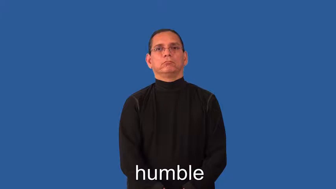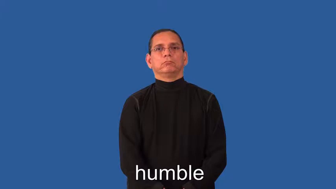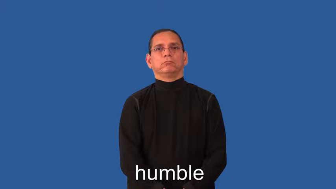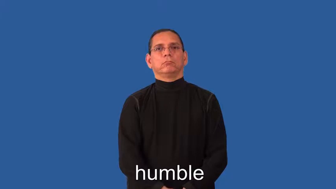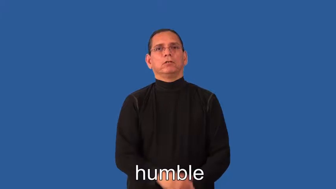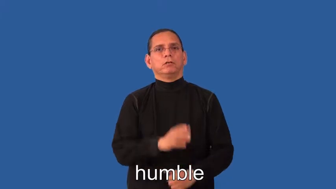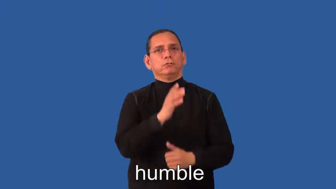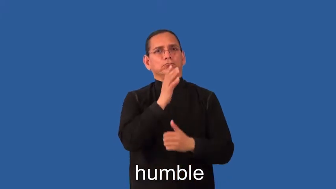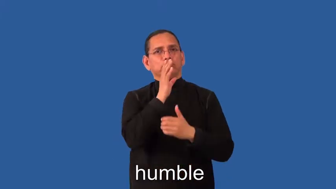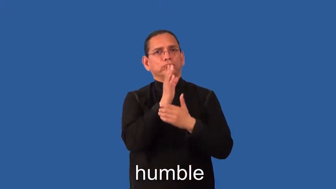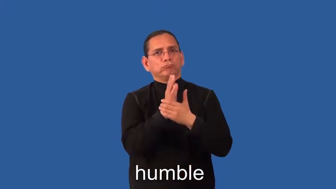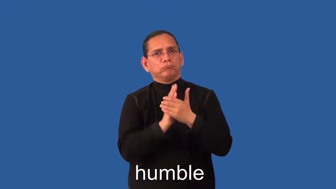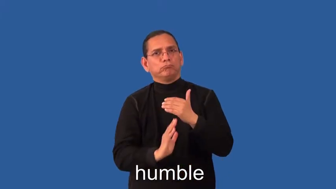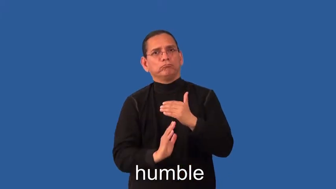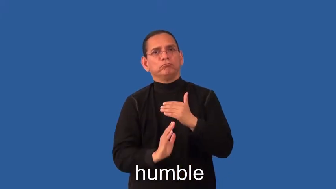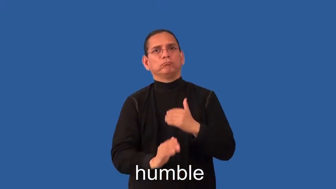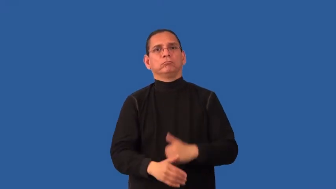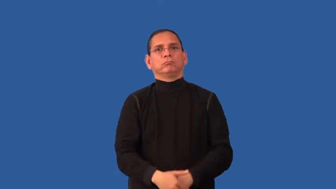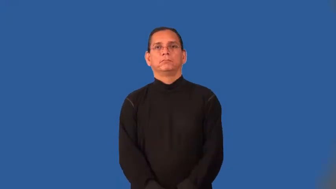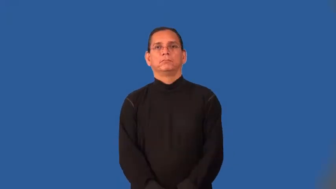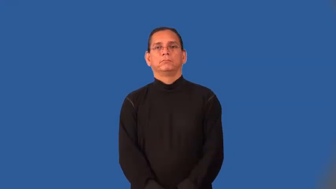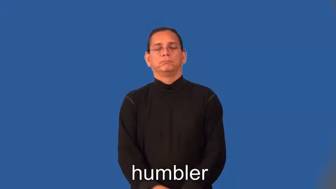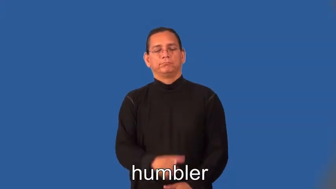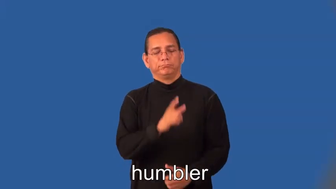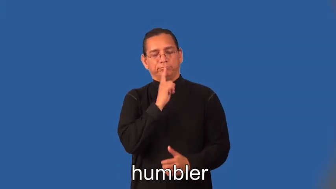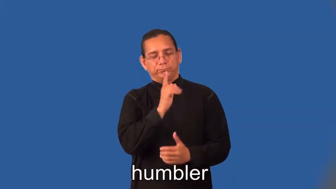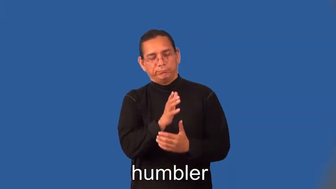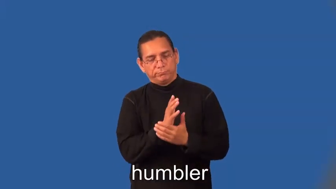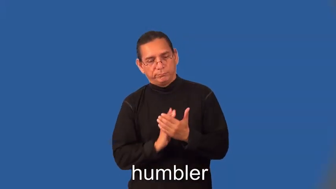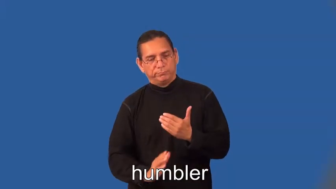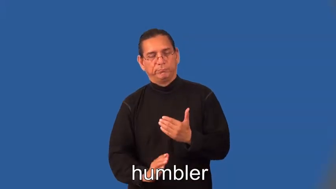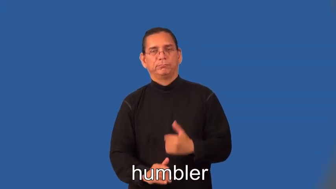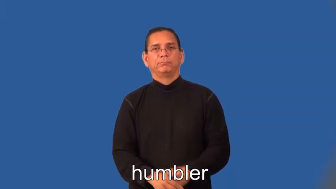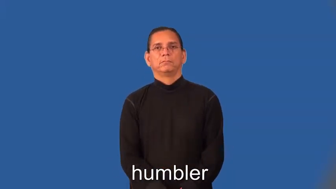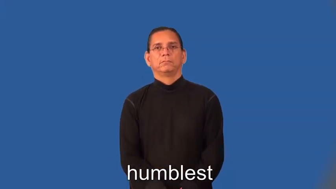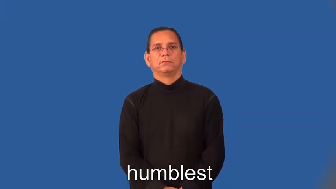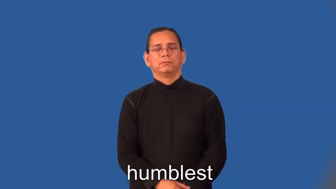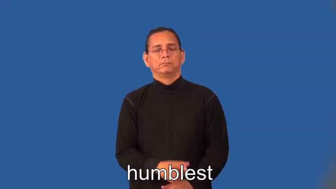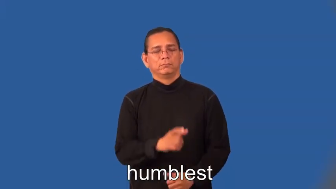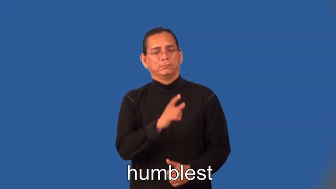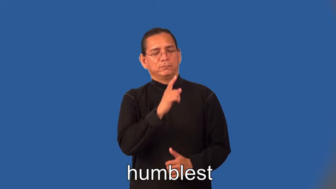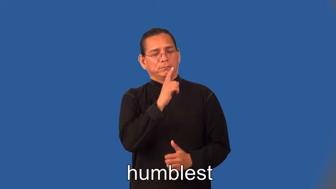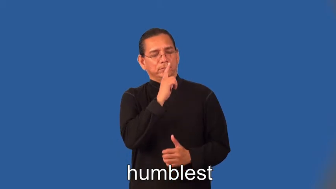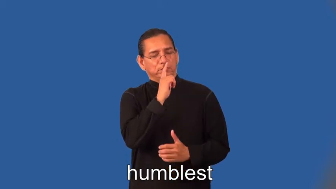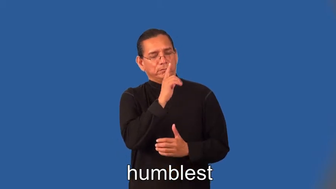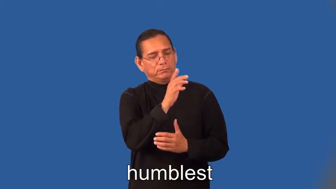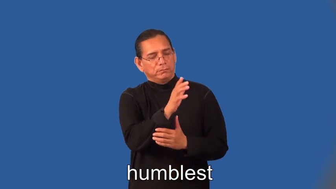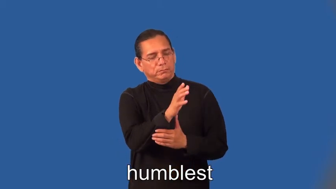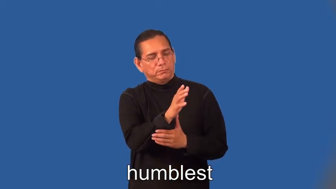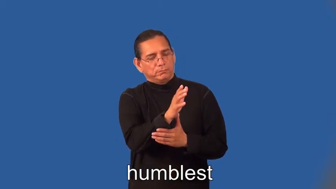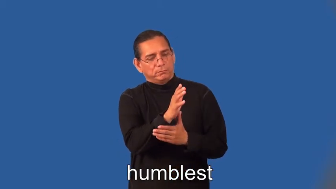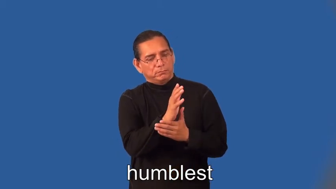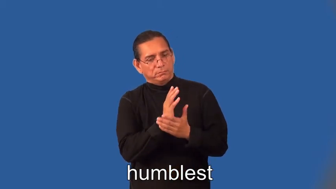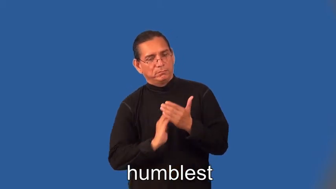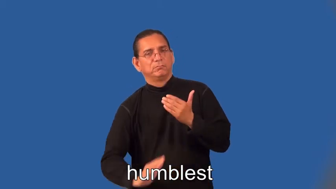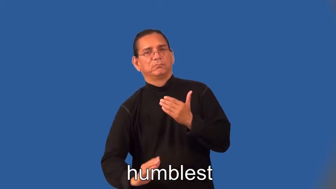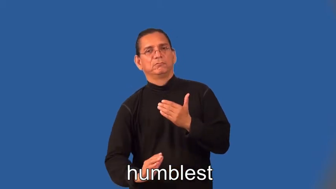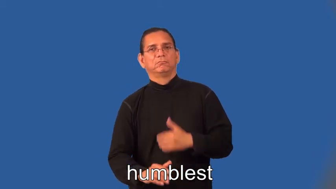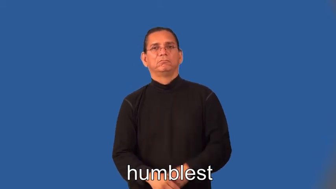humbler,humblest